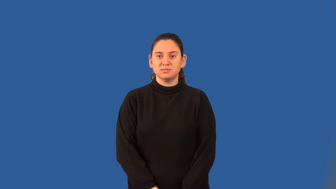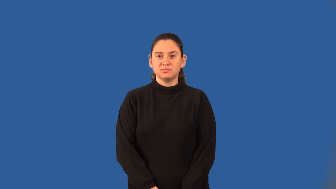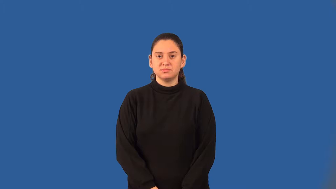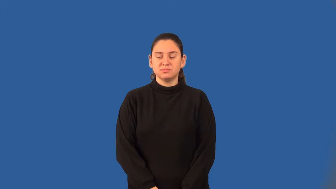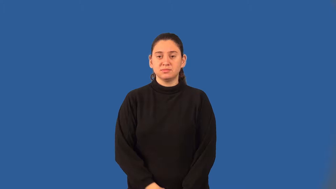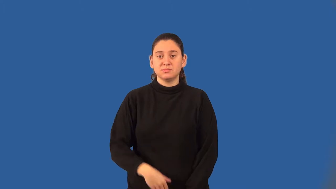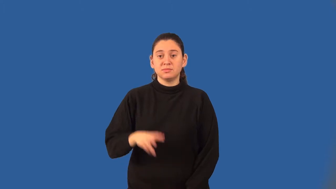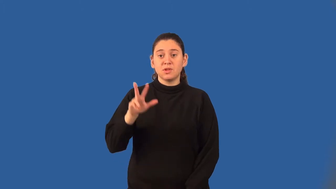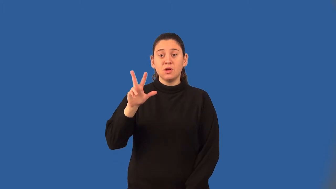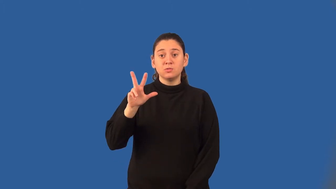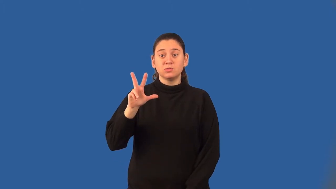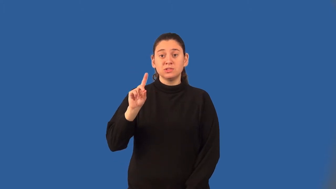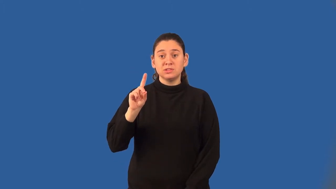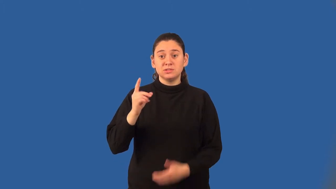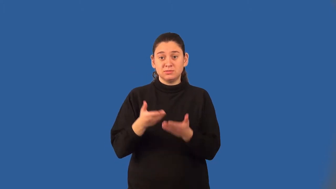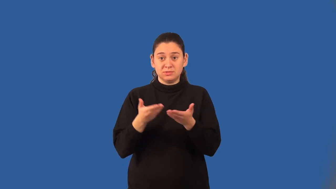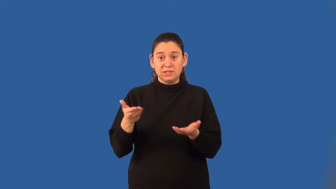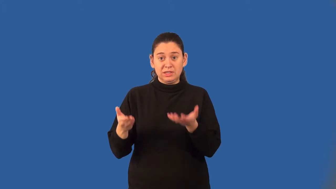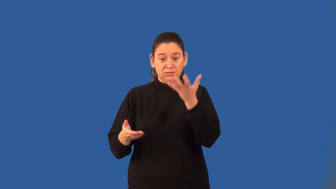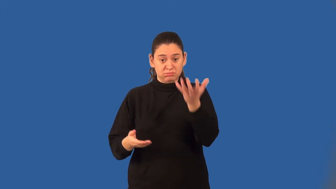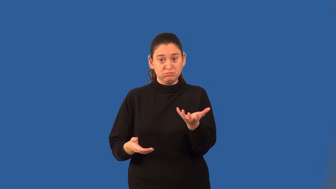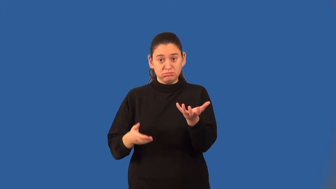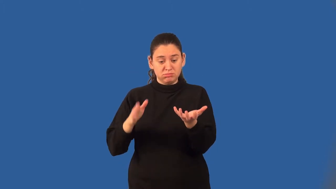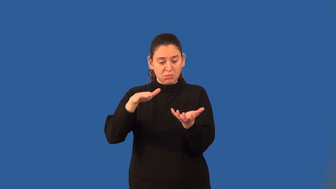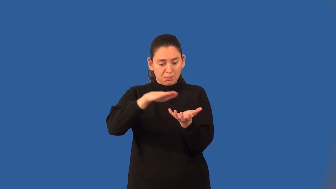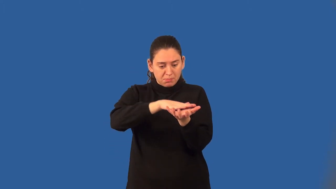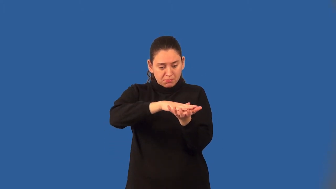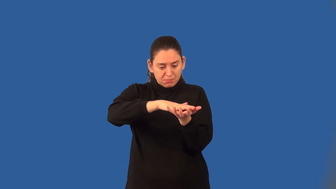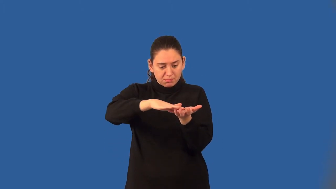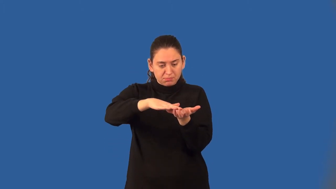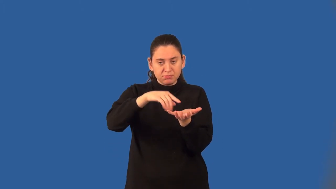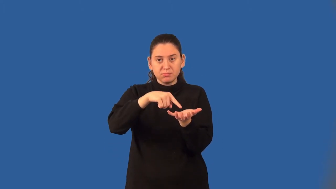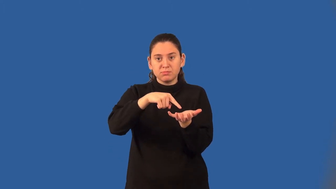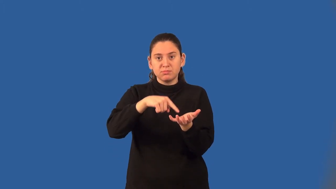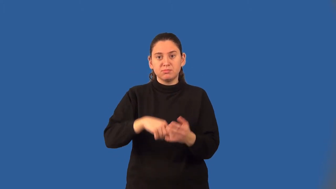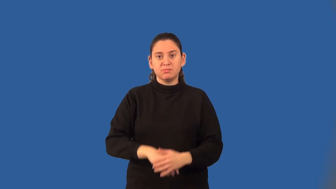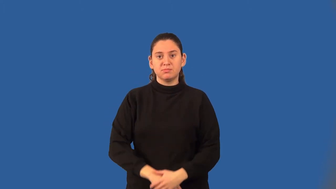base of a three-dimensional figure